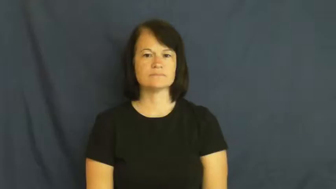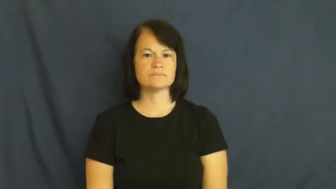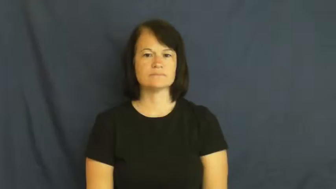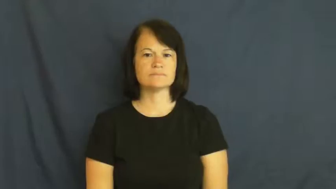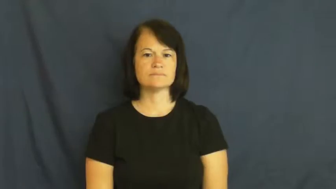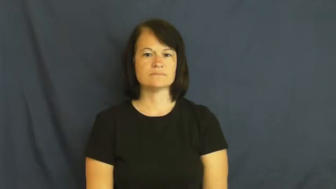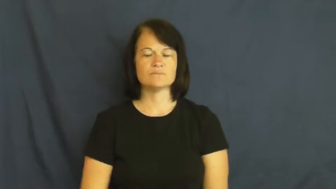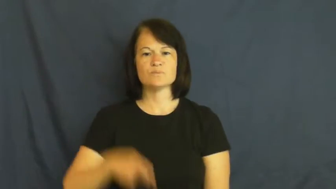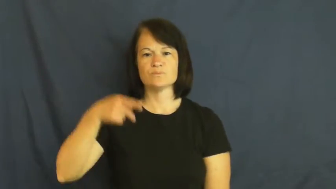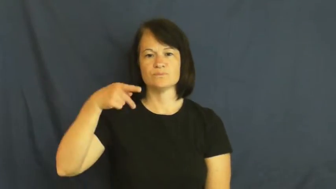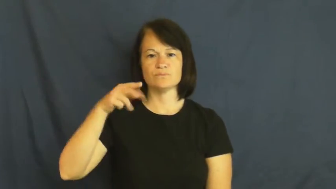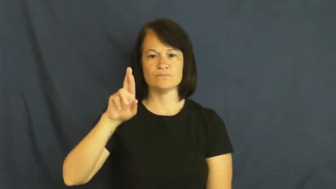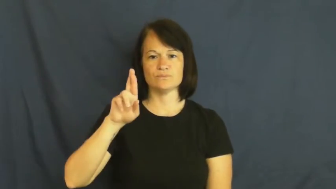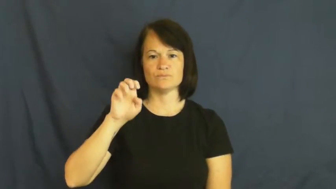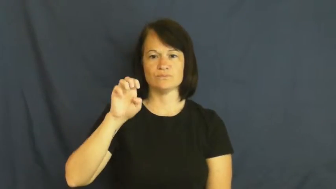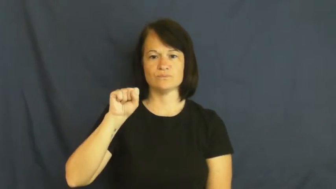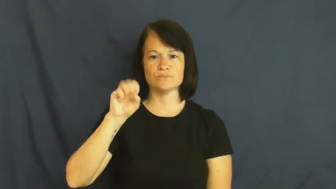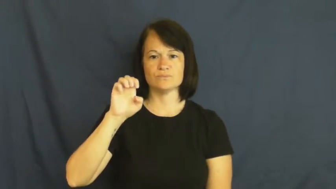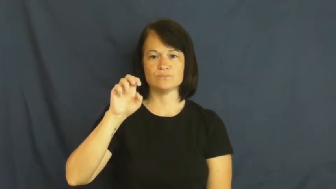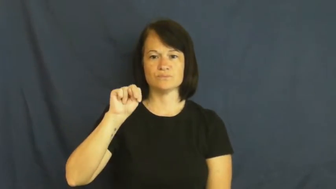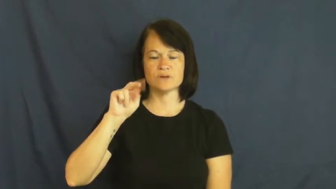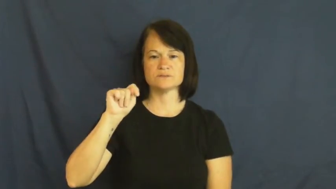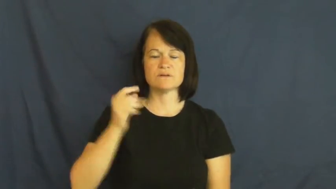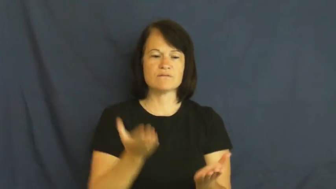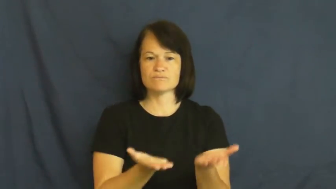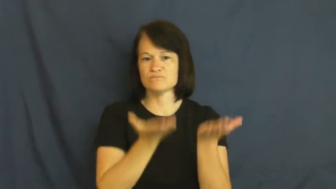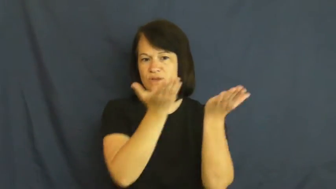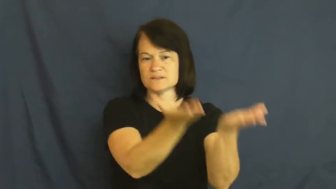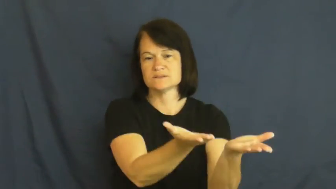present-give